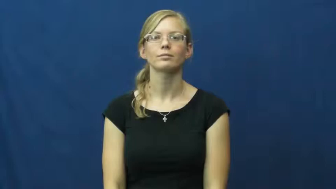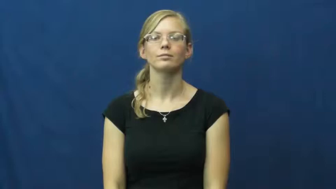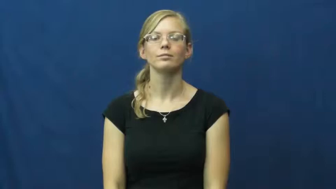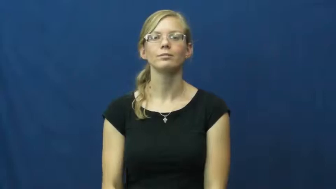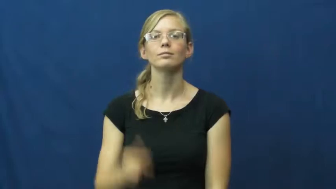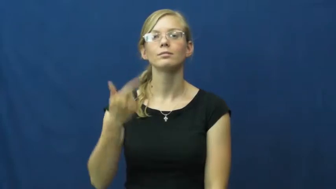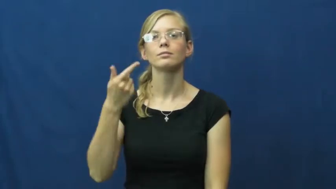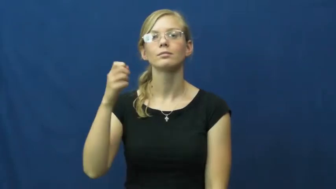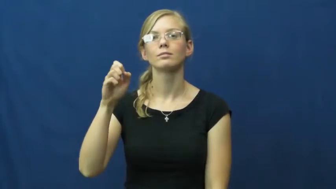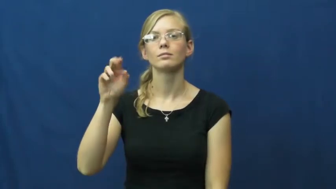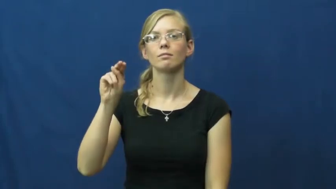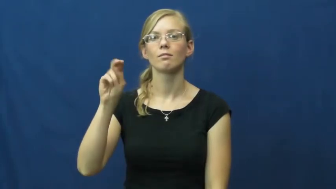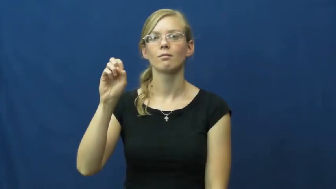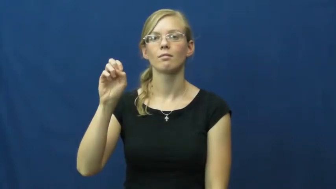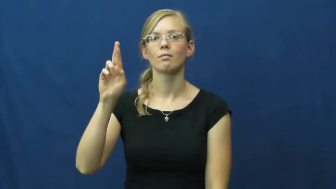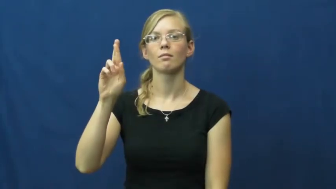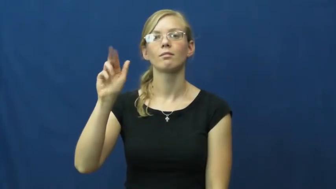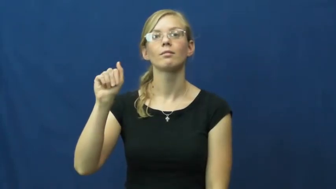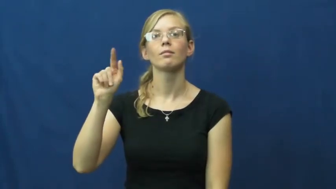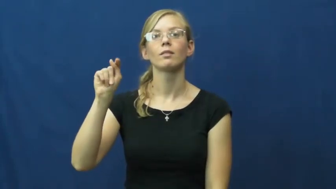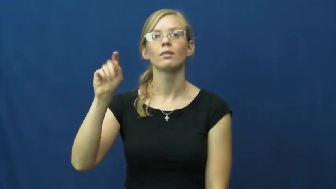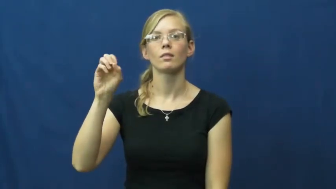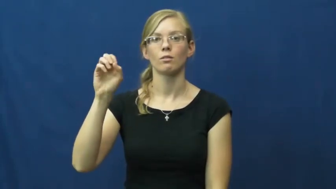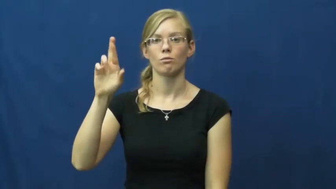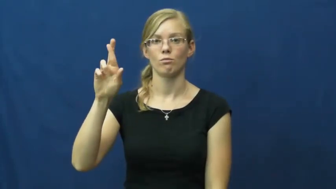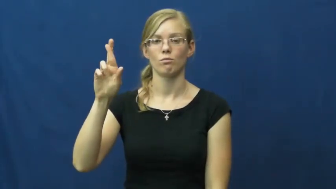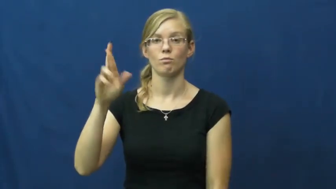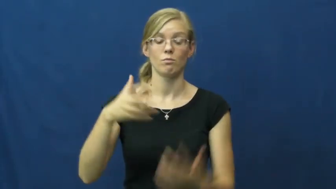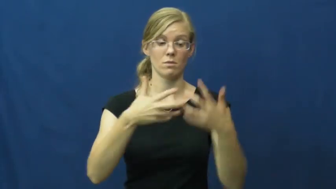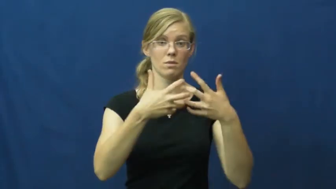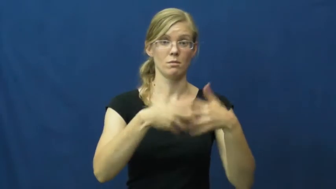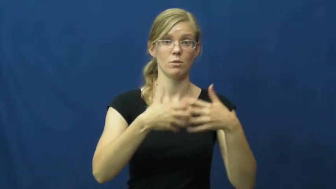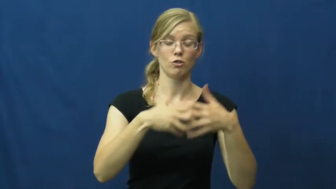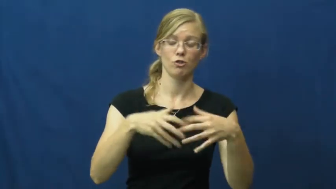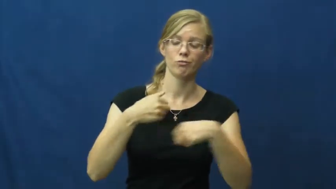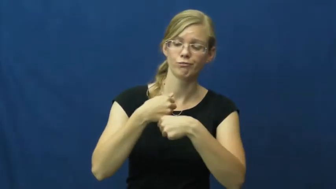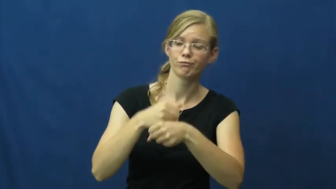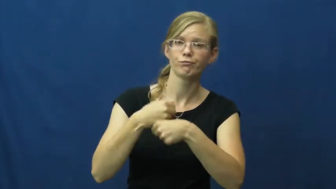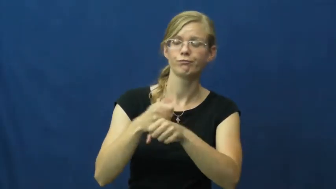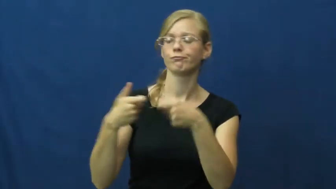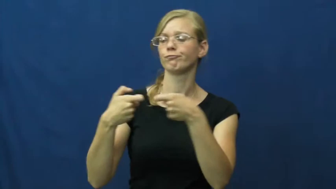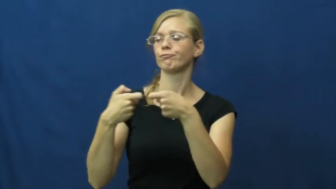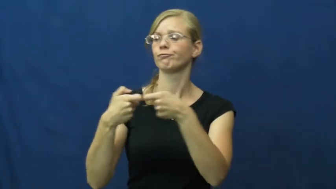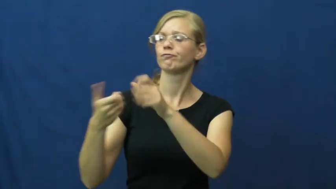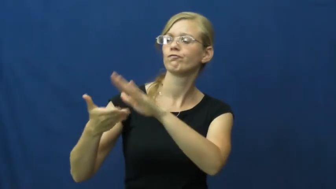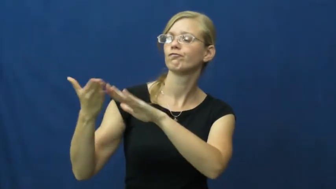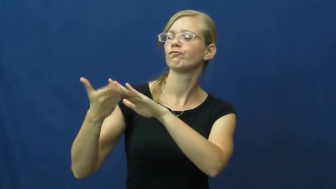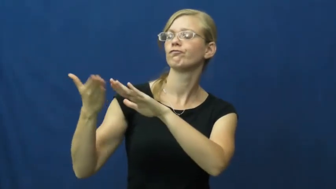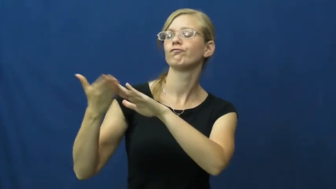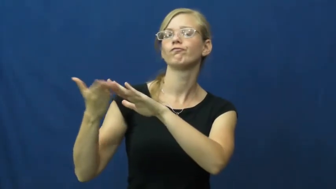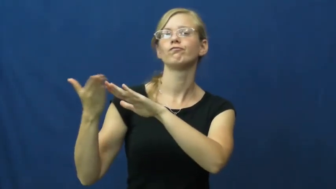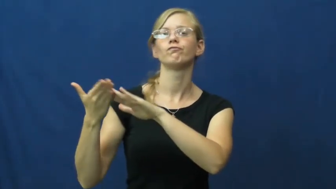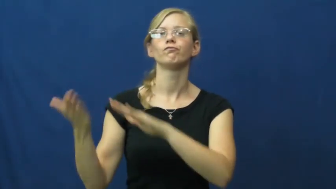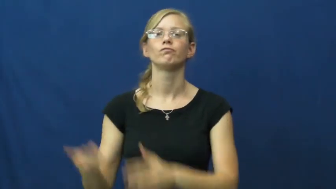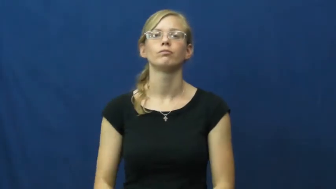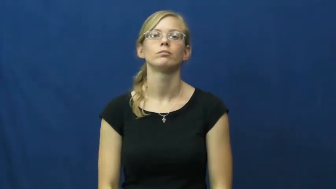generator